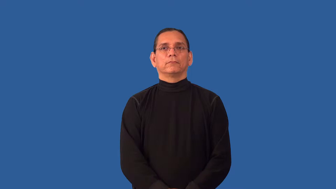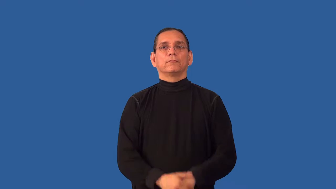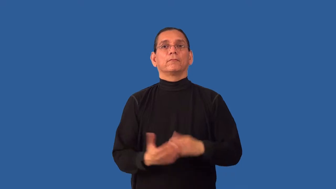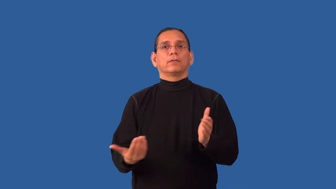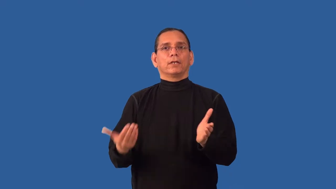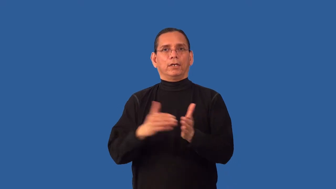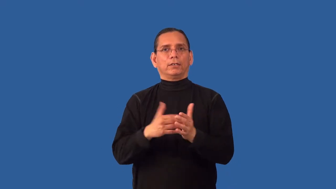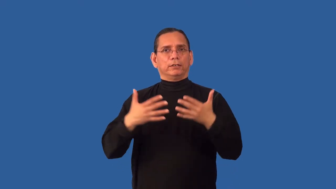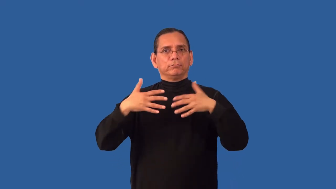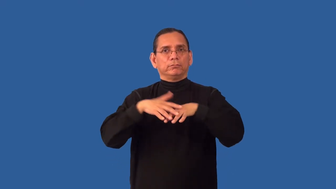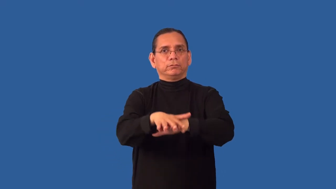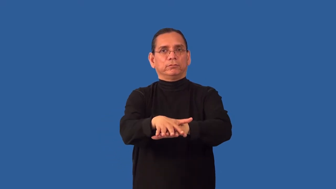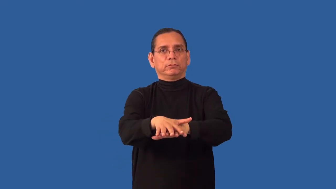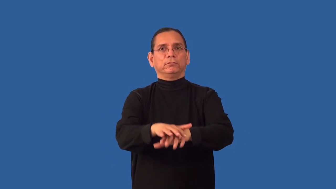recombine,reintegrate